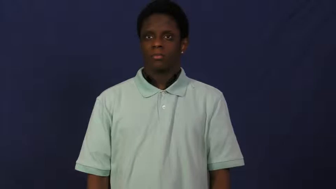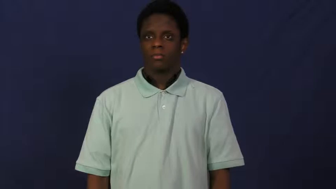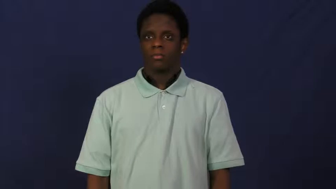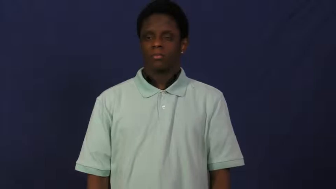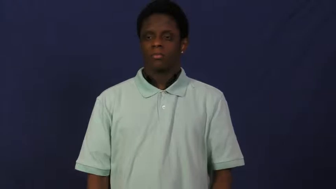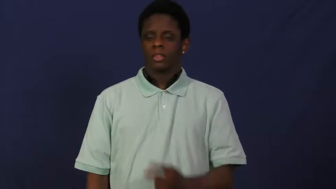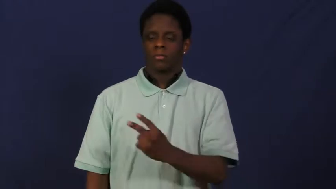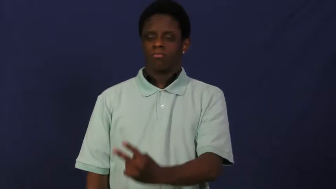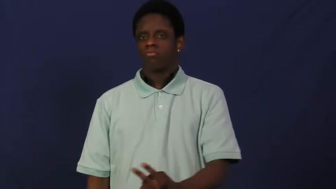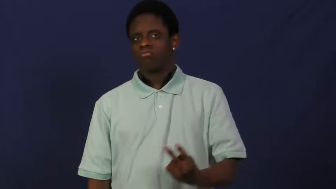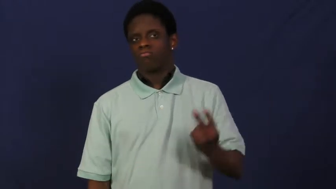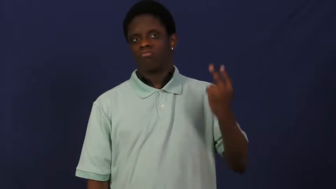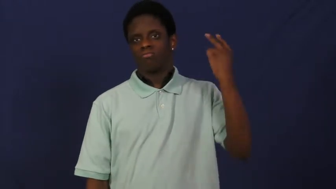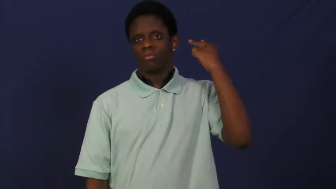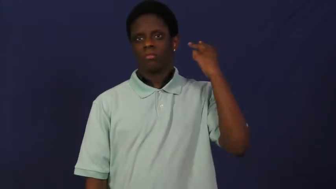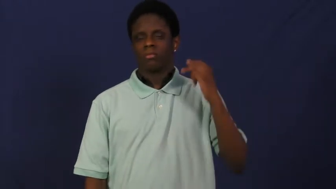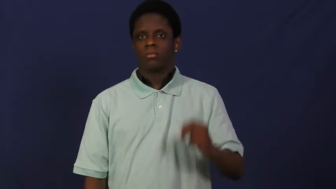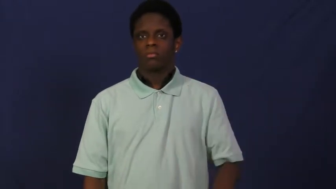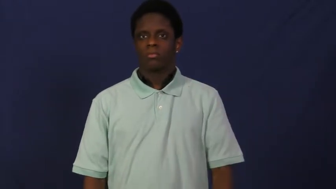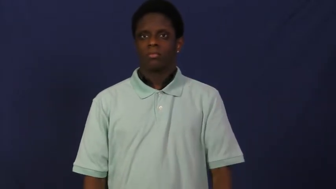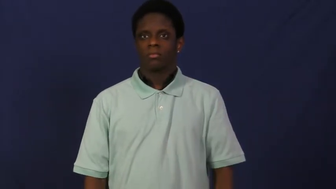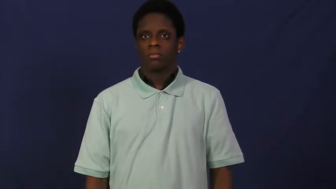hindsight